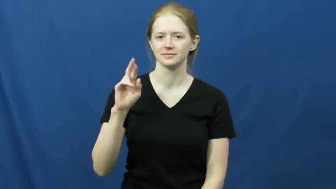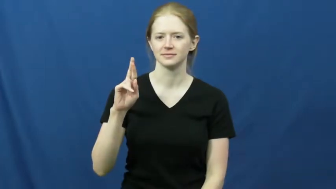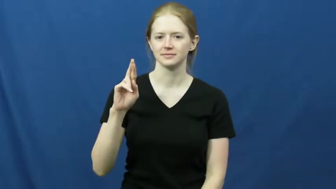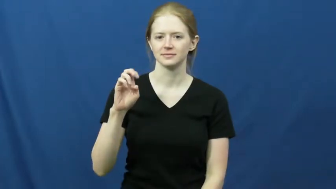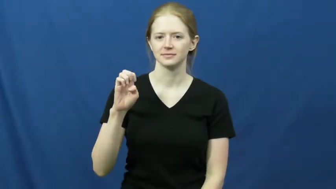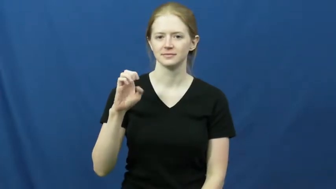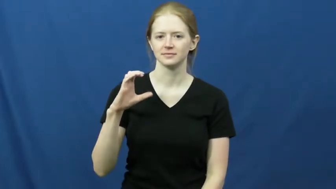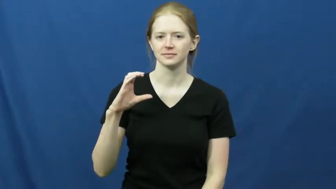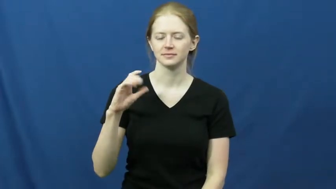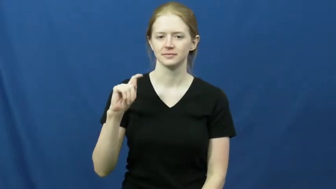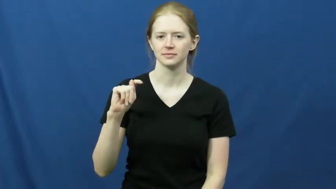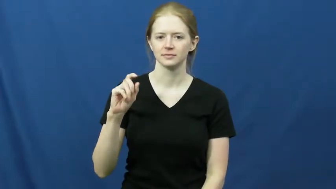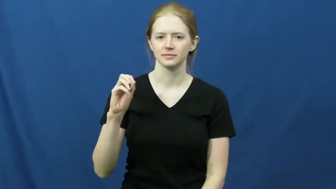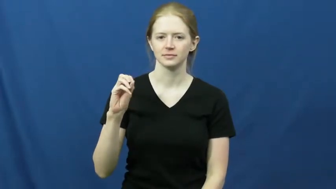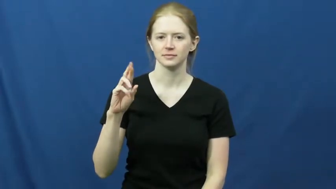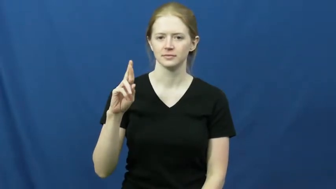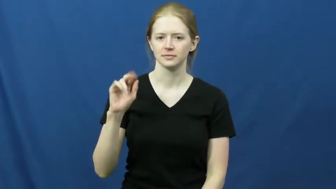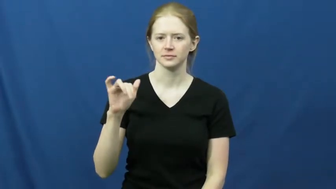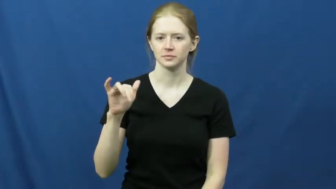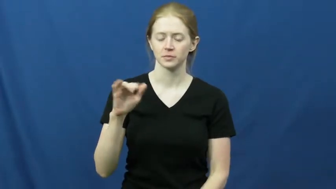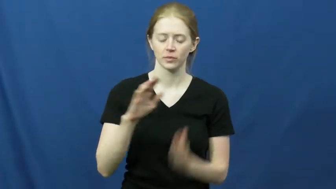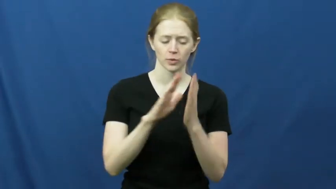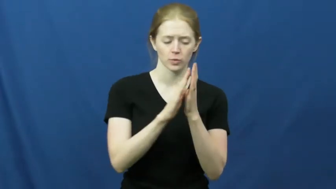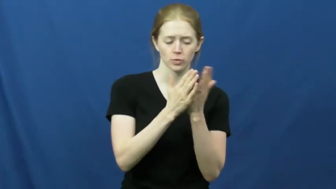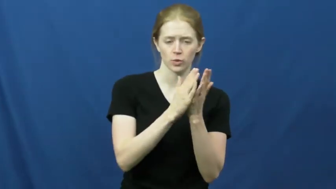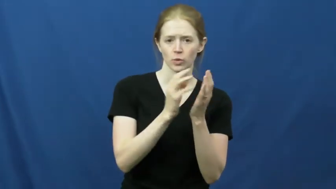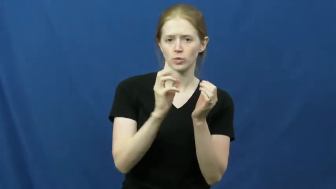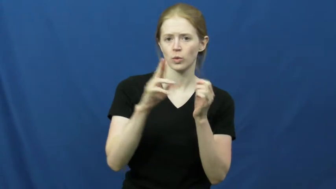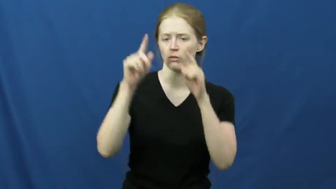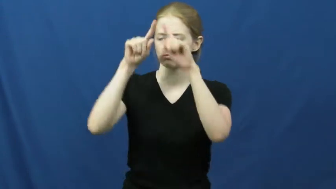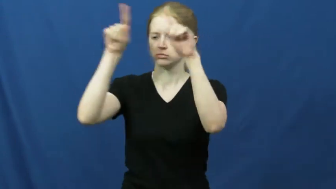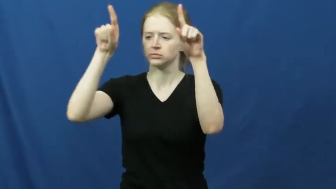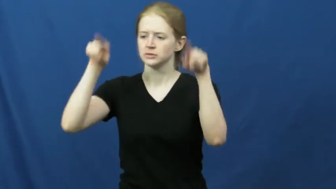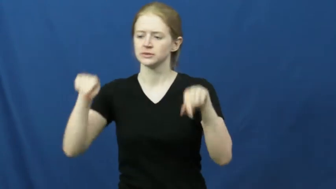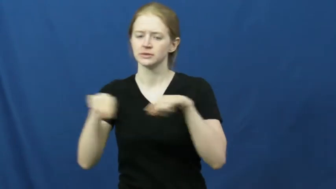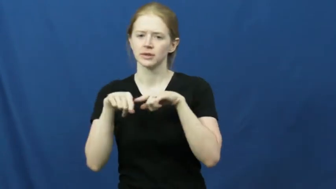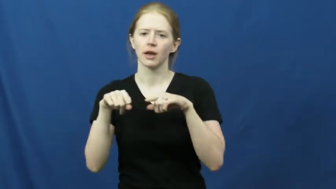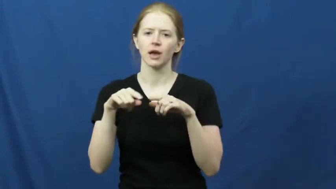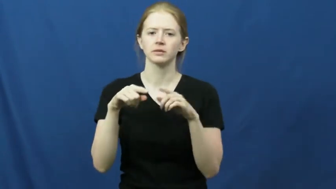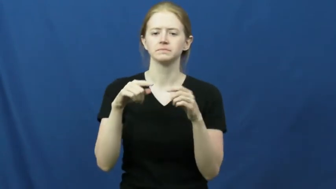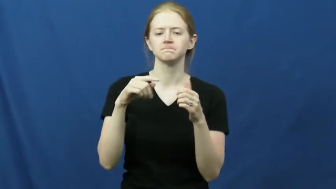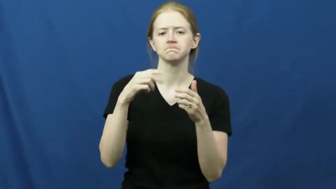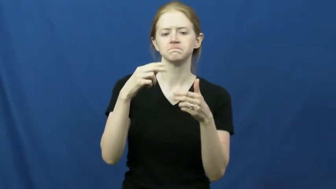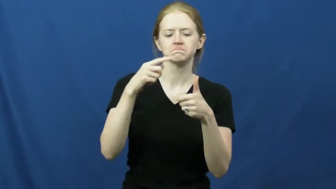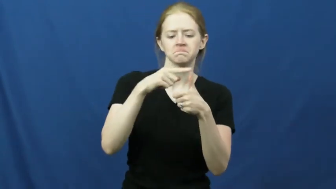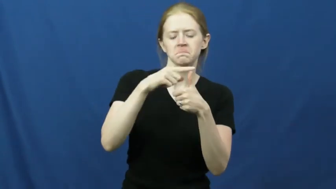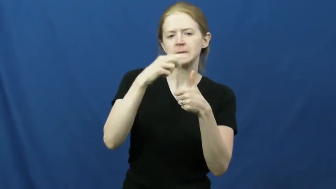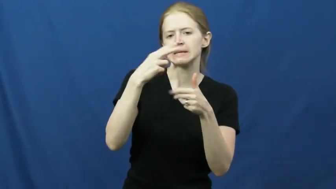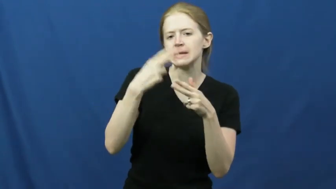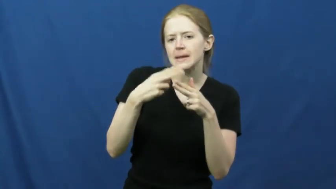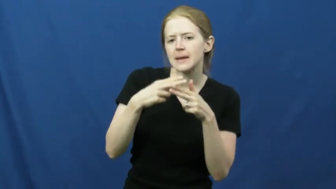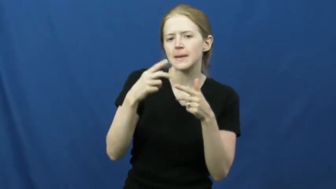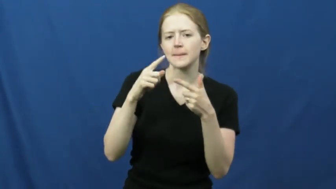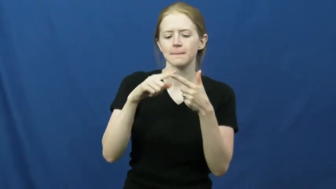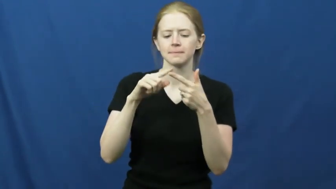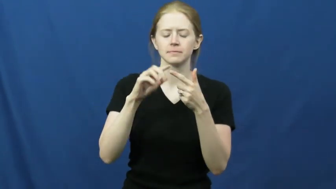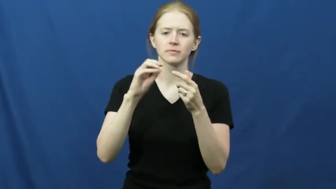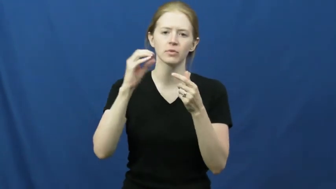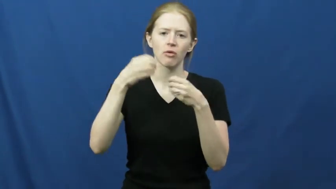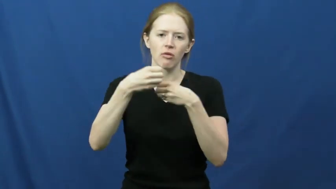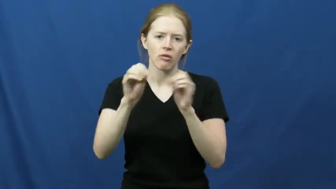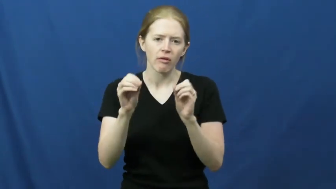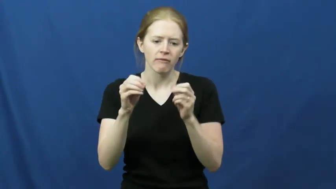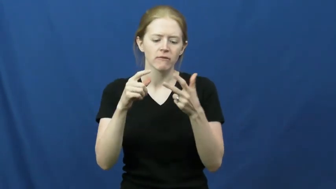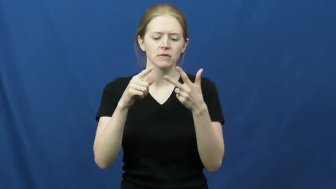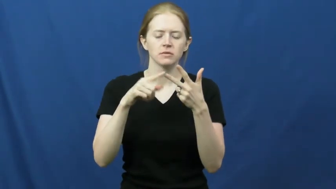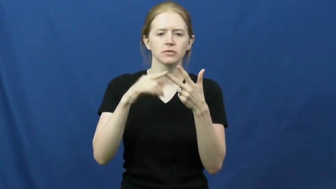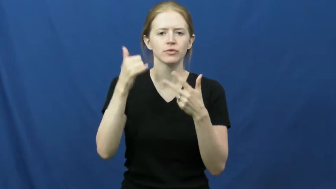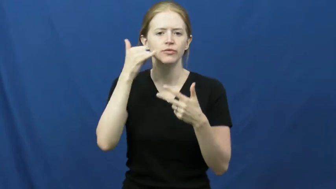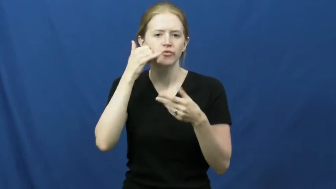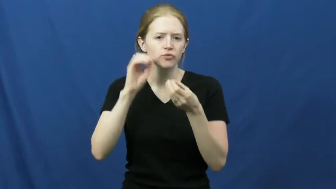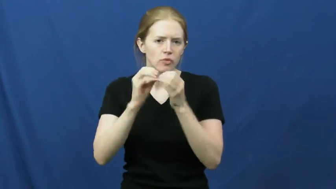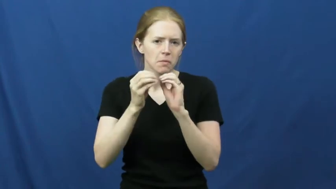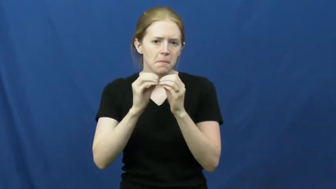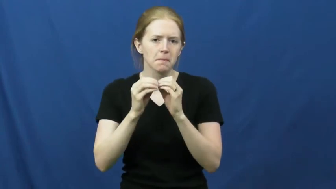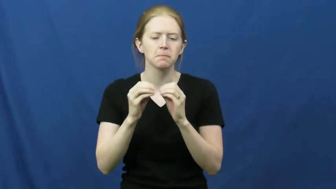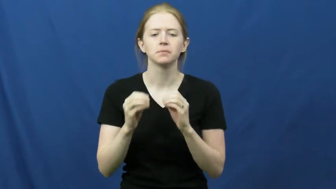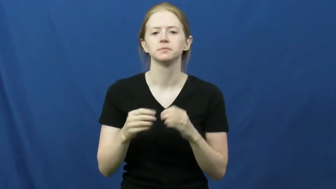directory